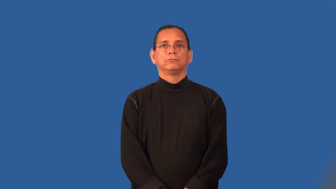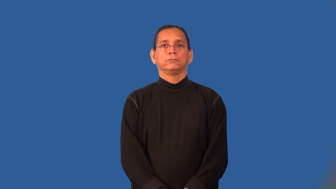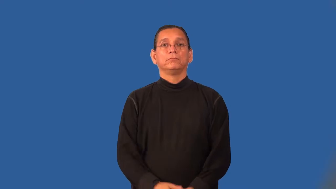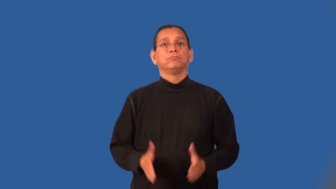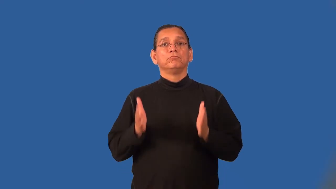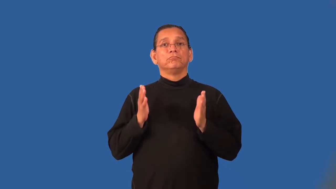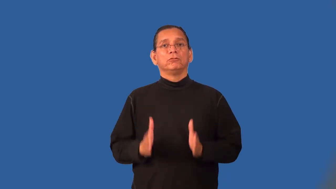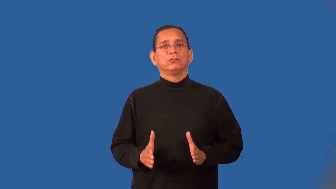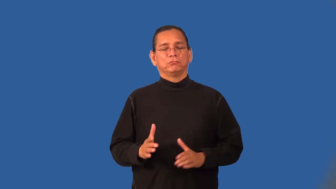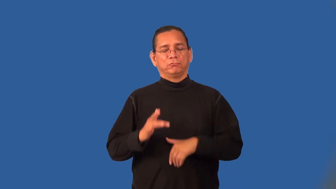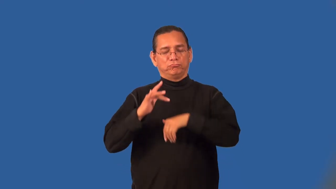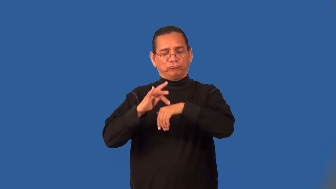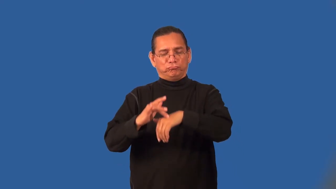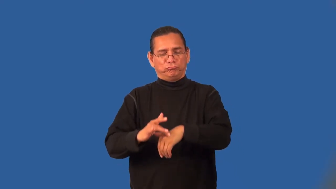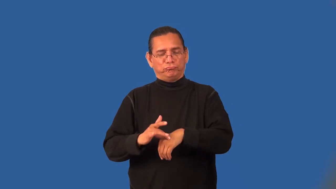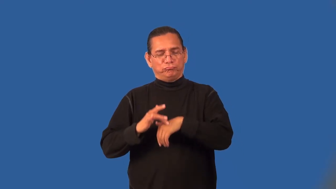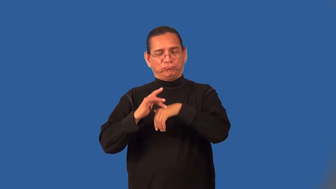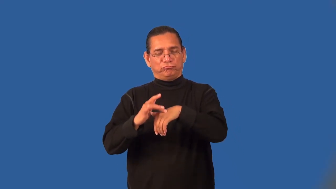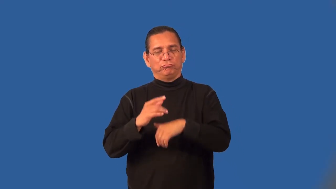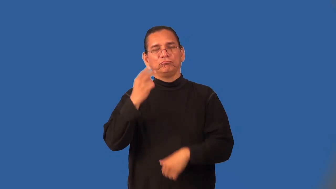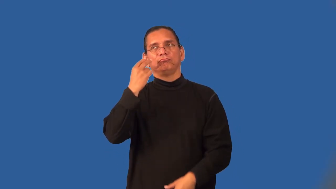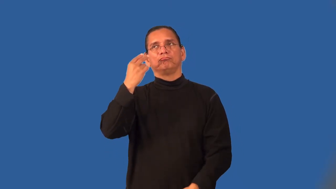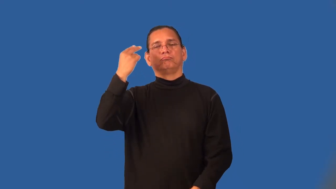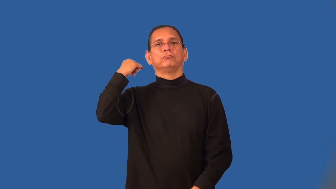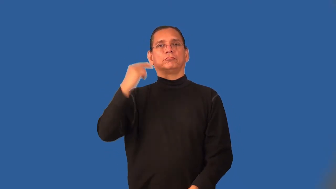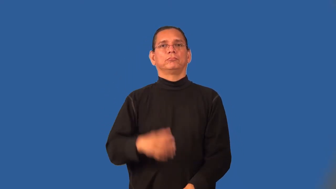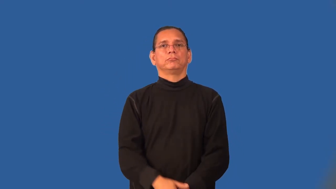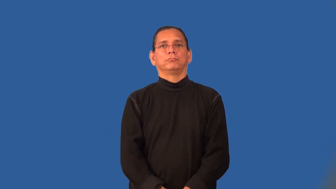sentimentalist